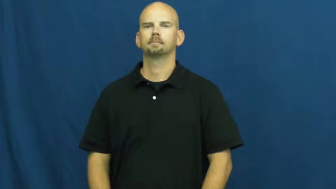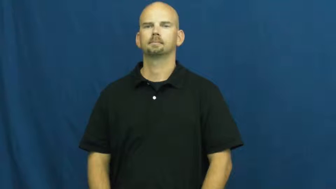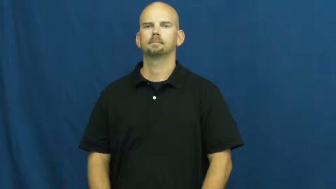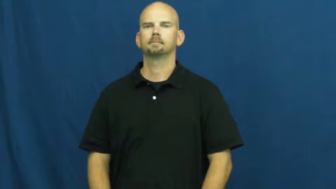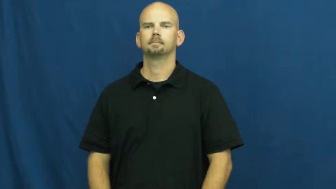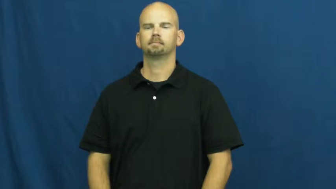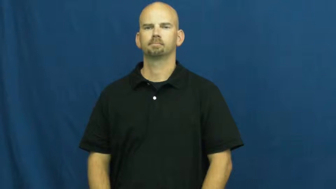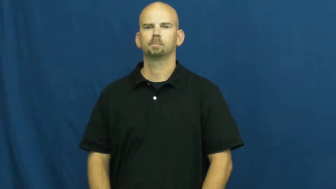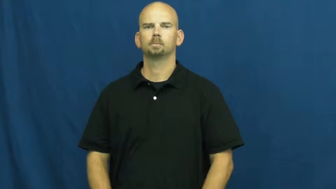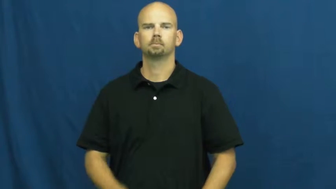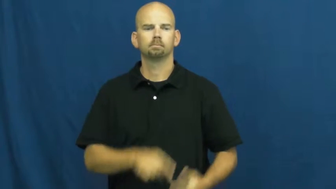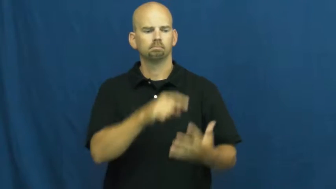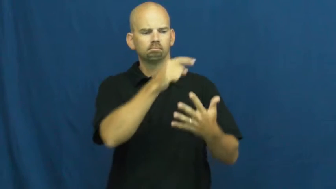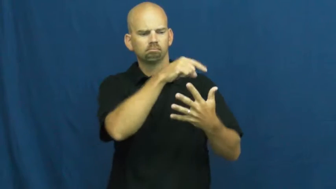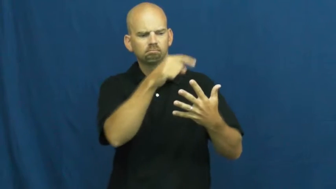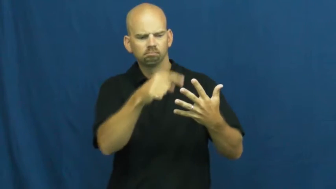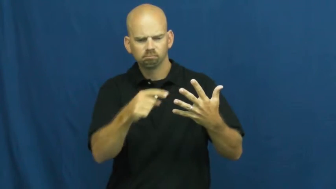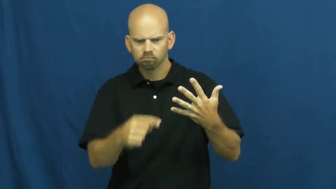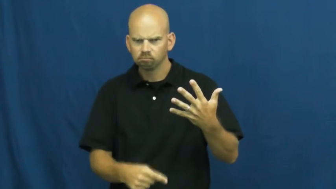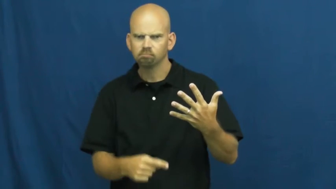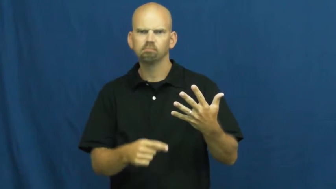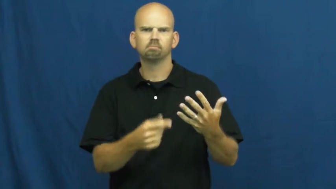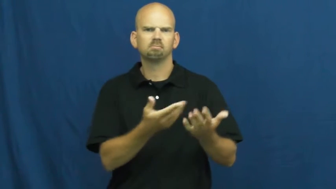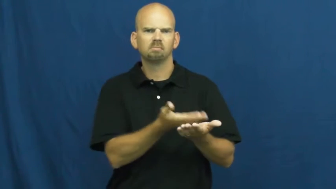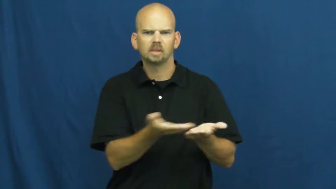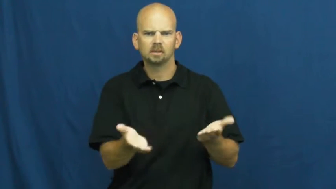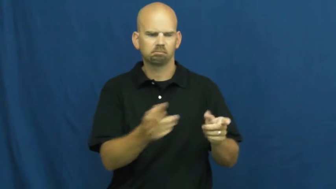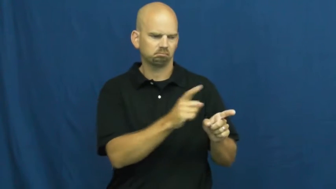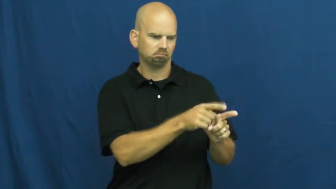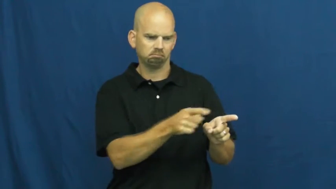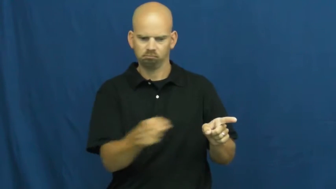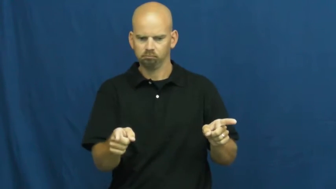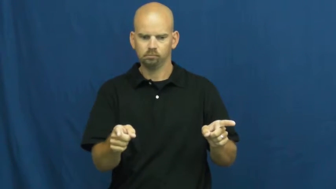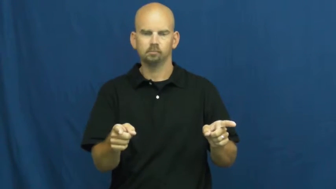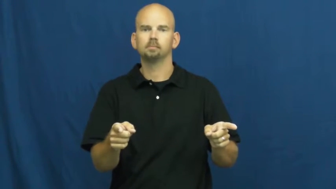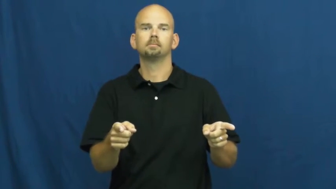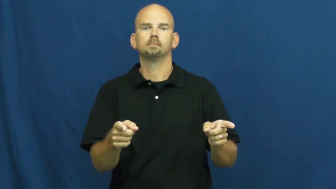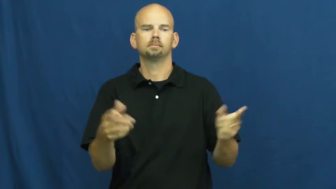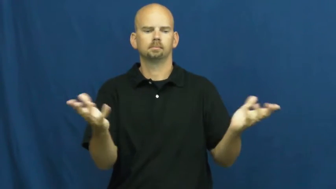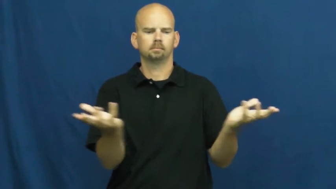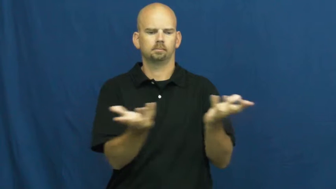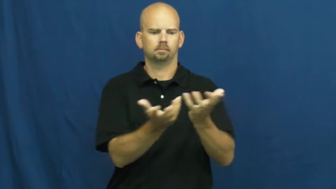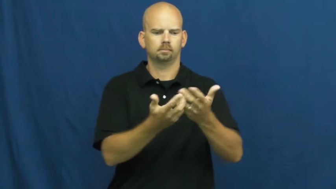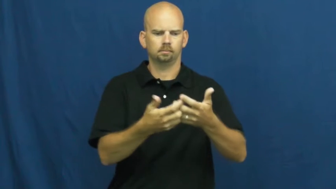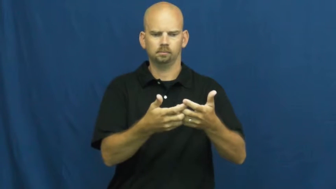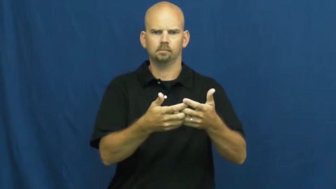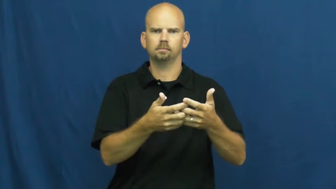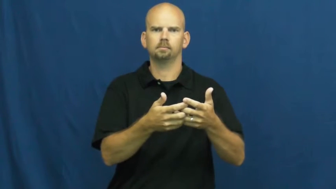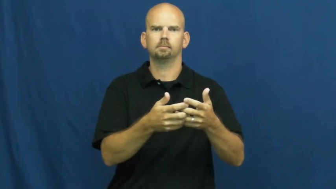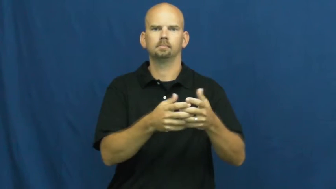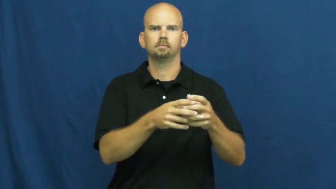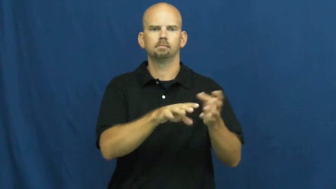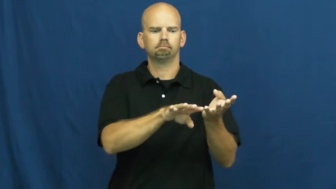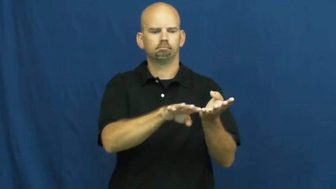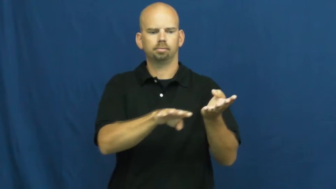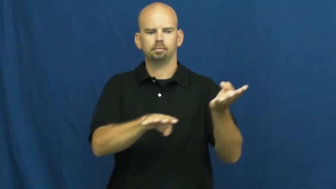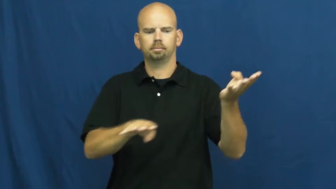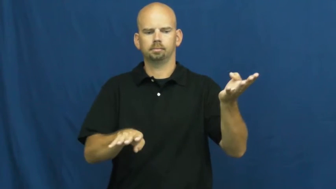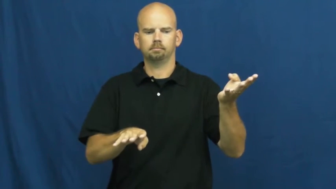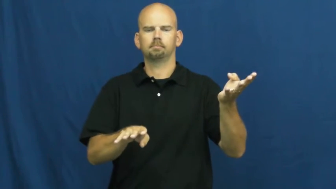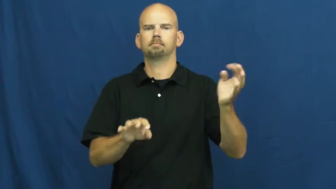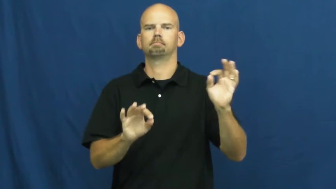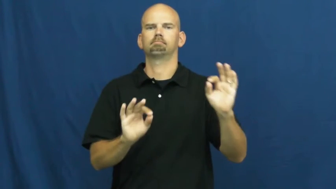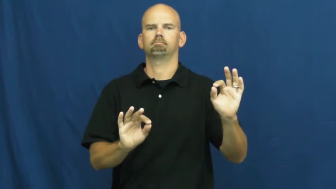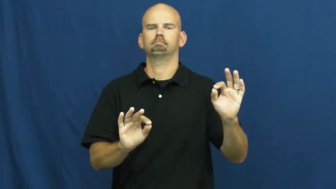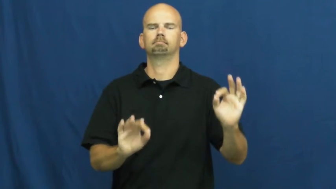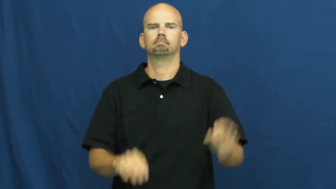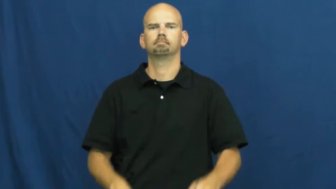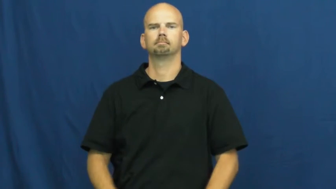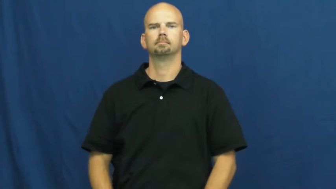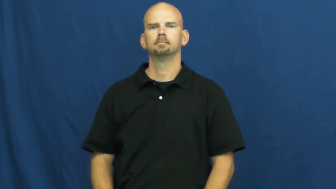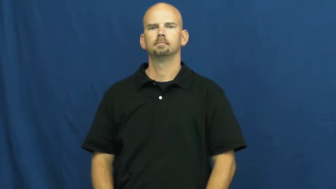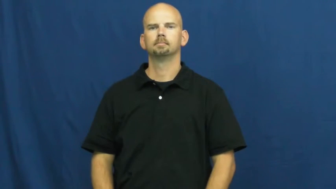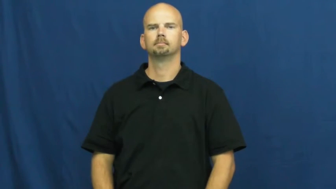synchronize